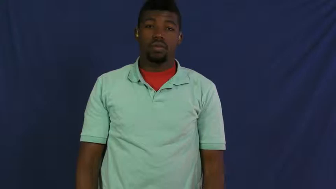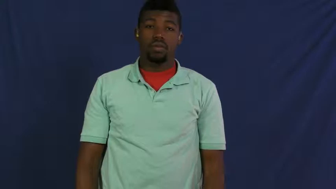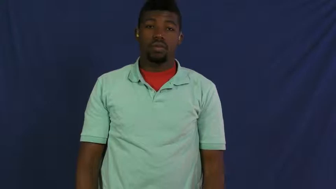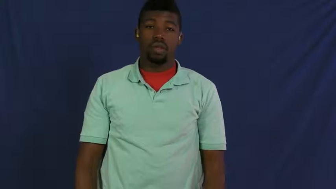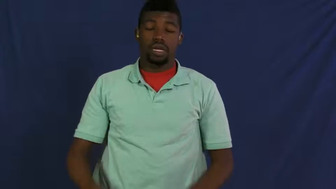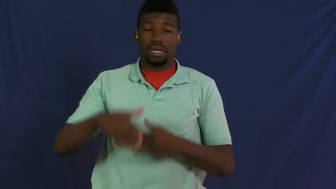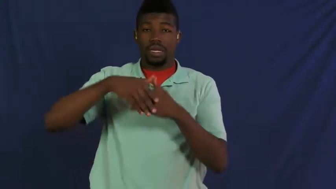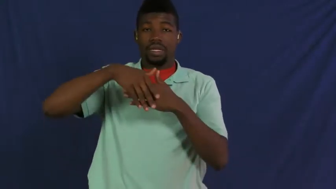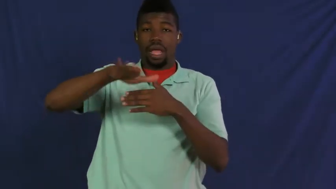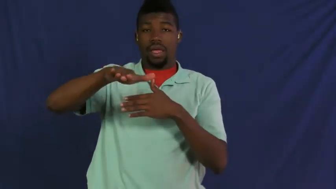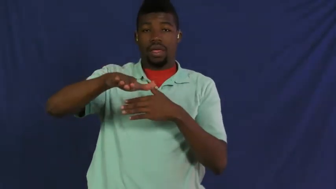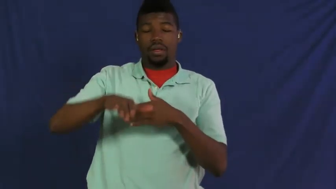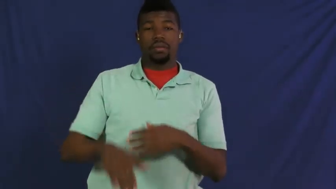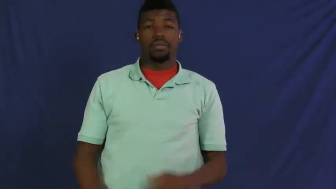pack off,pack off to